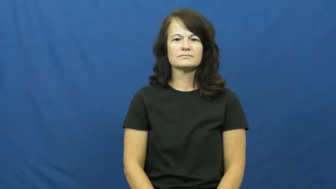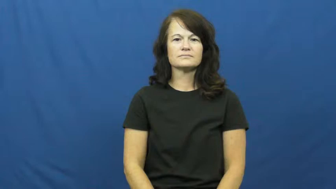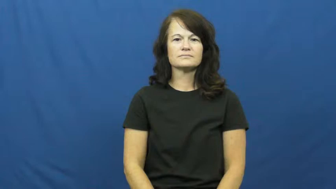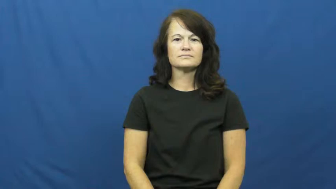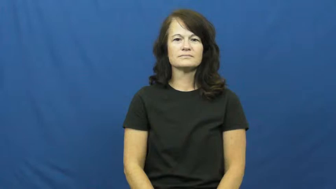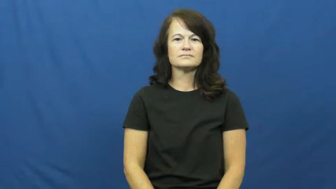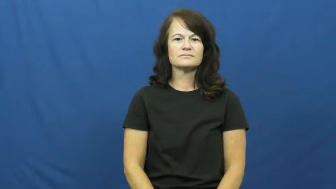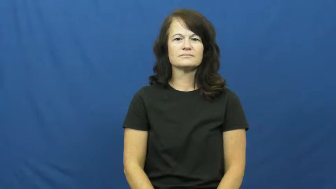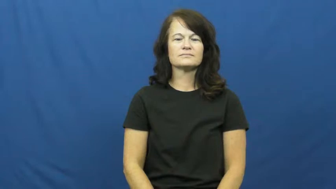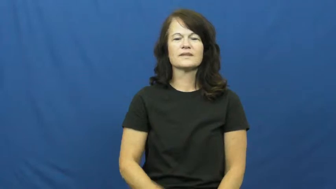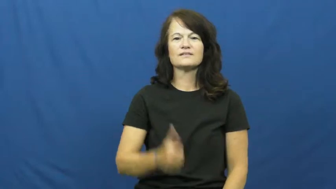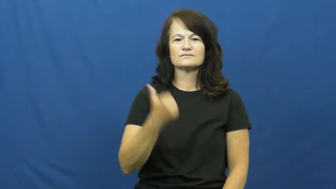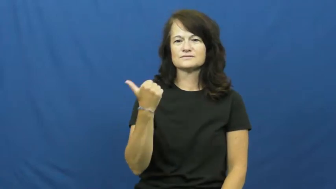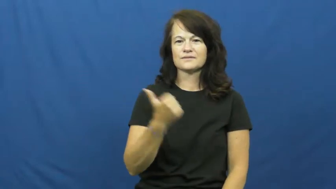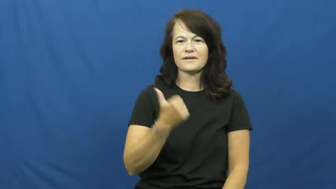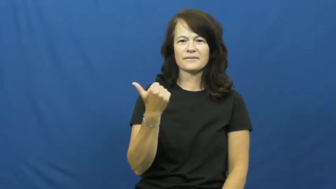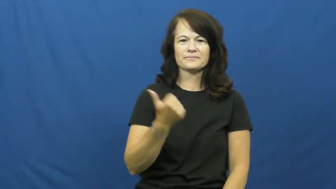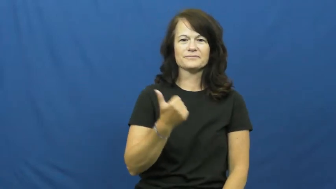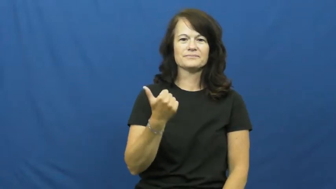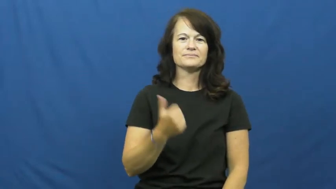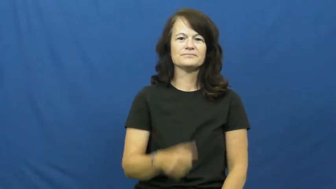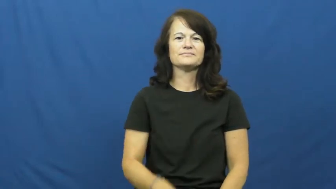hitchhike